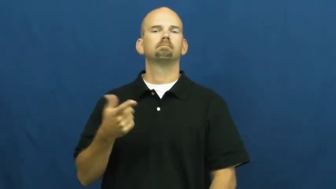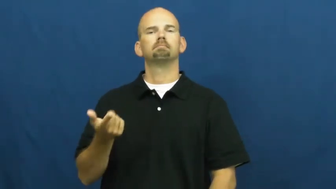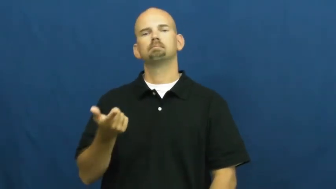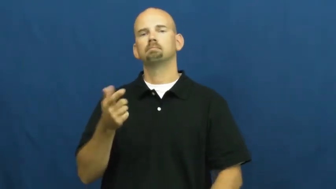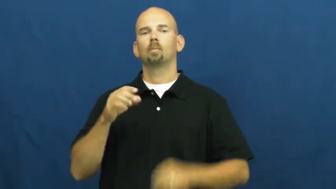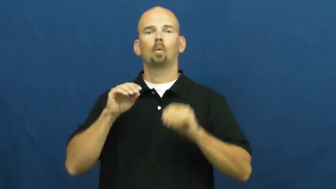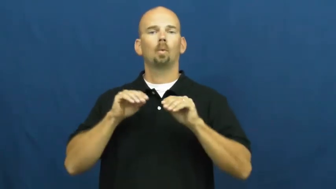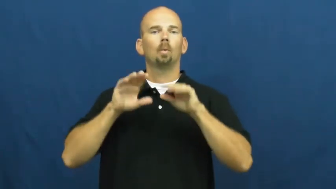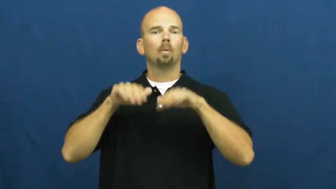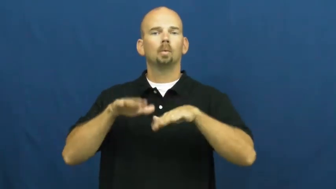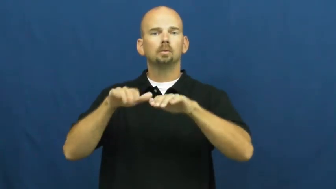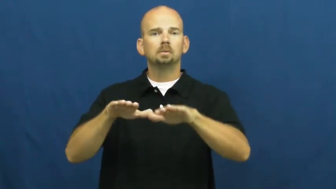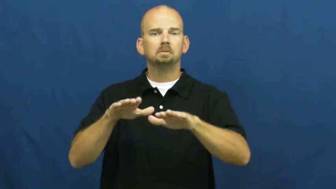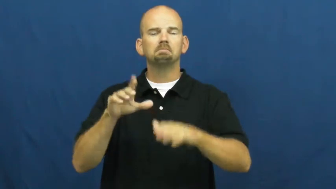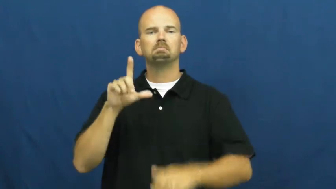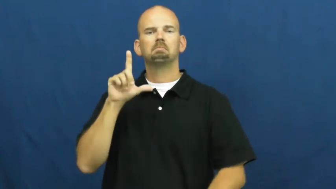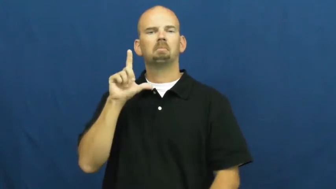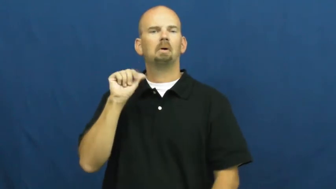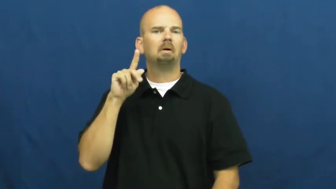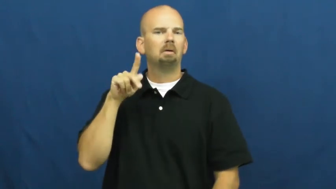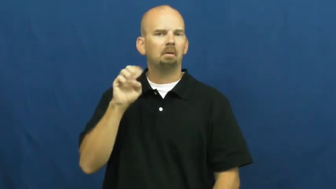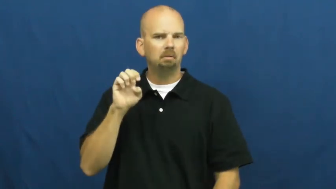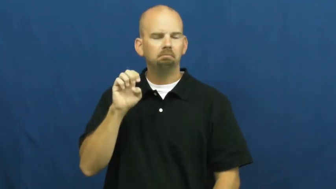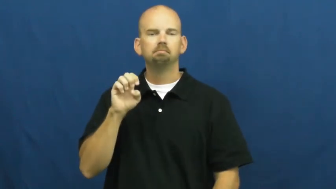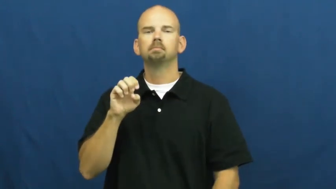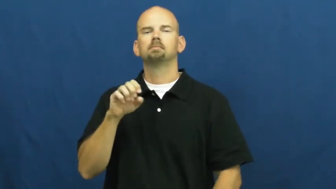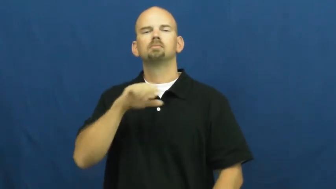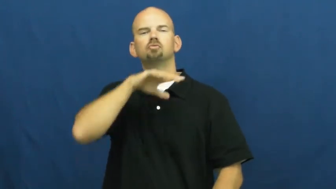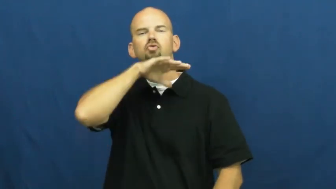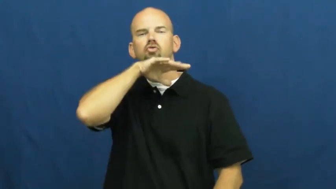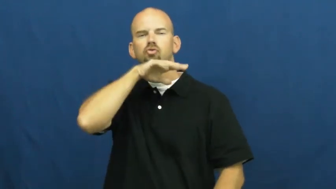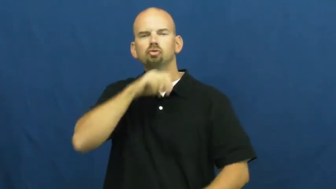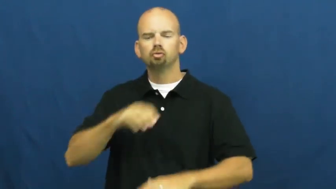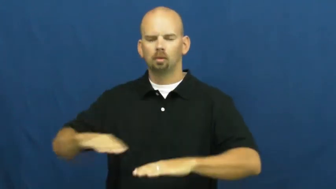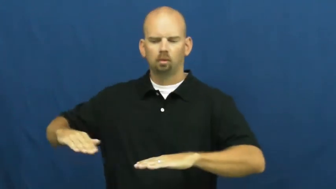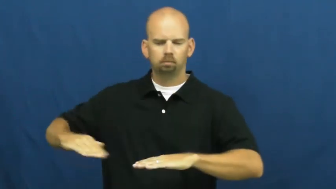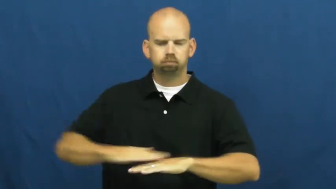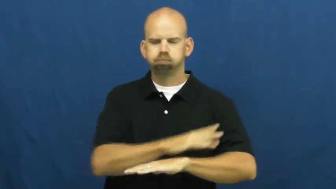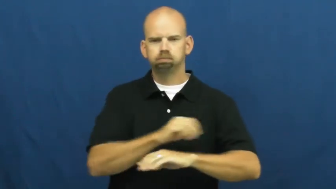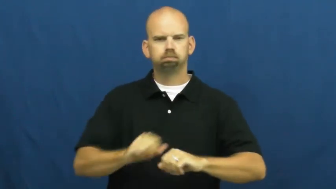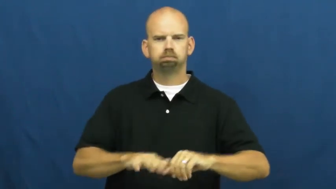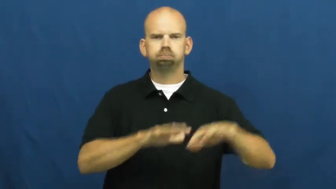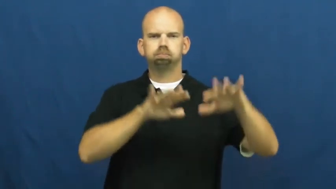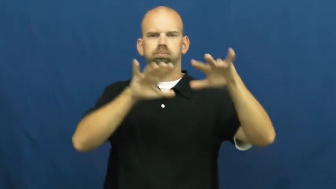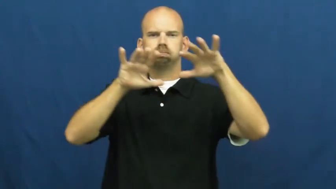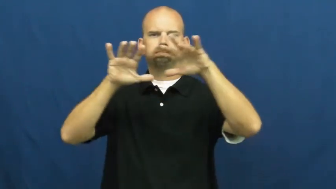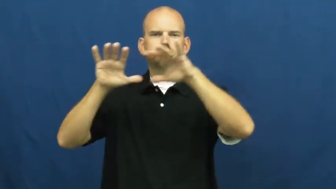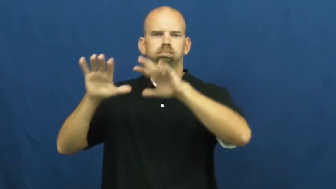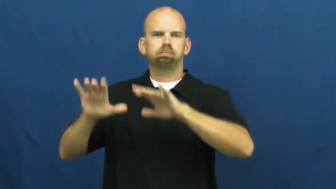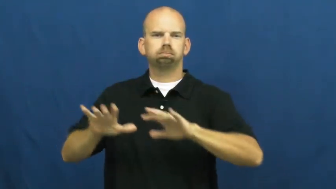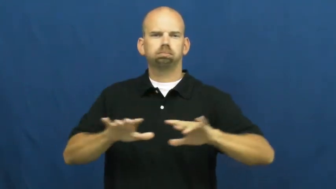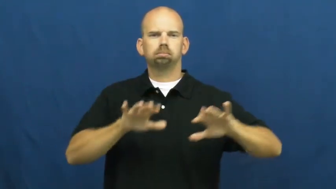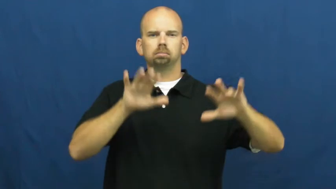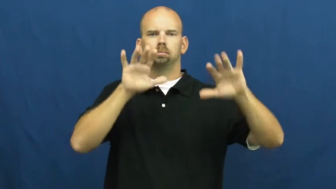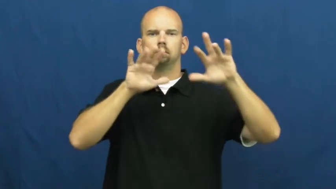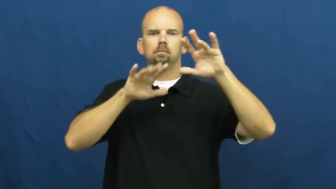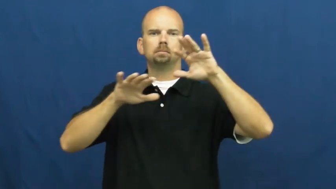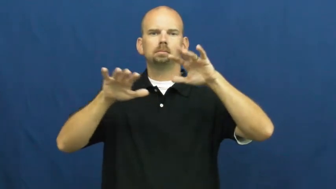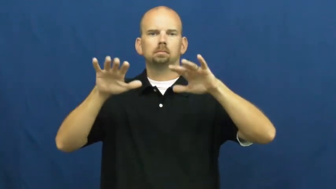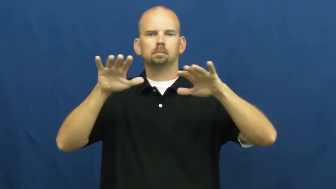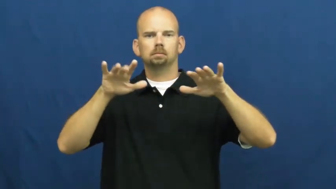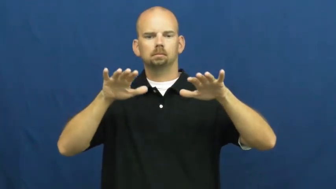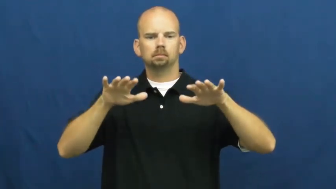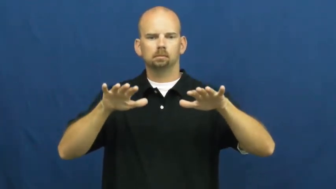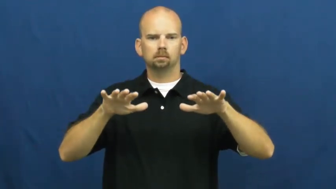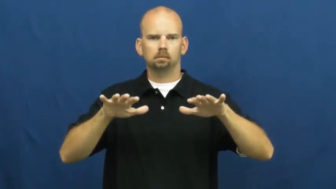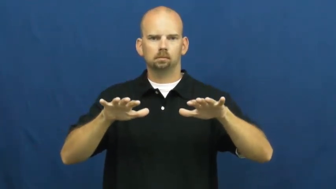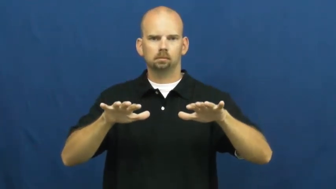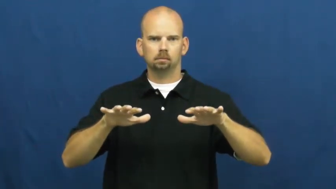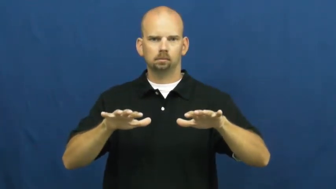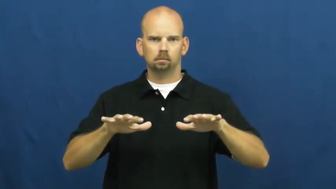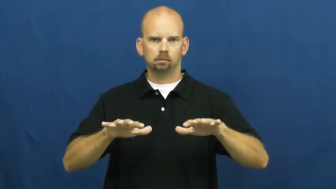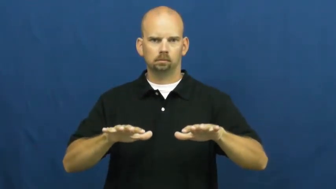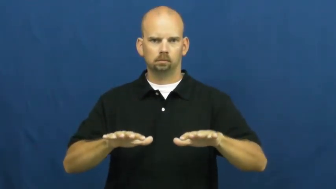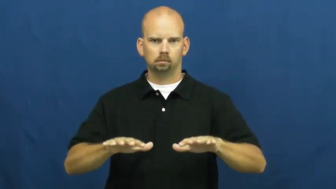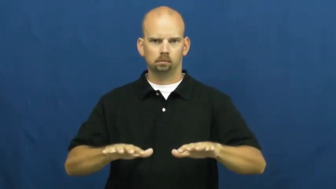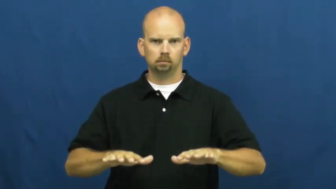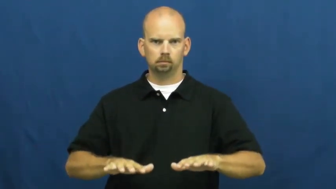settle-water,dust